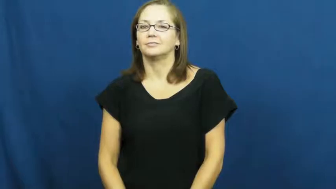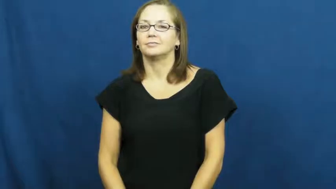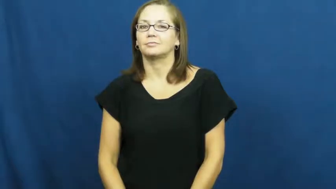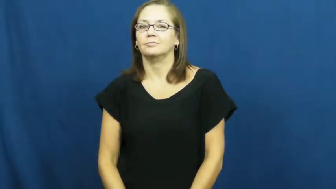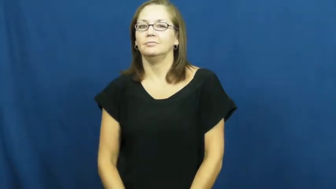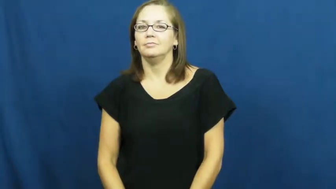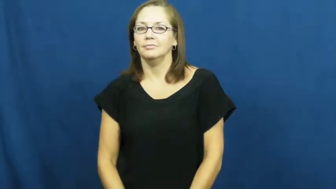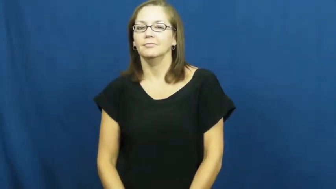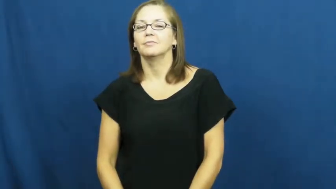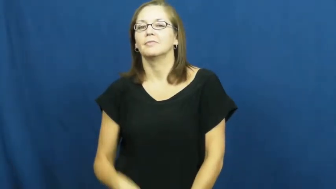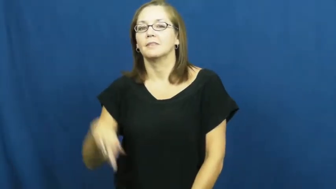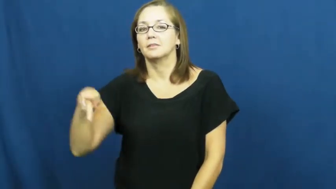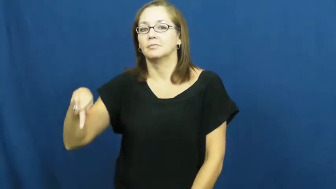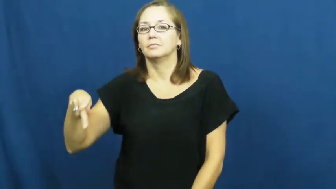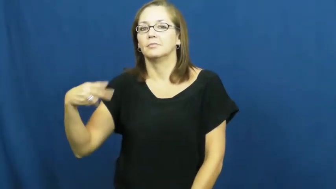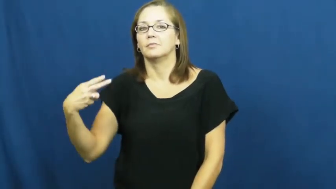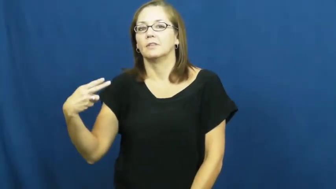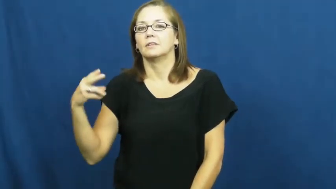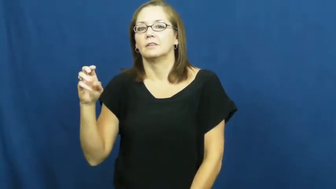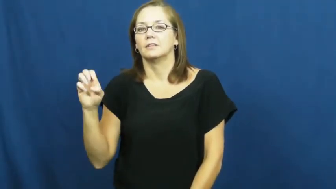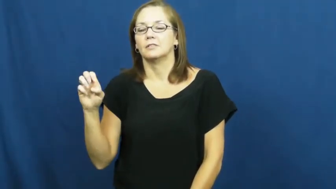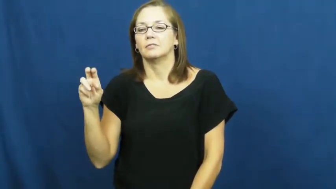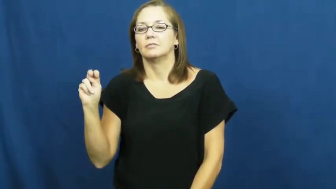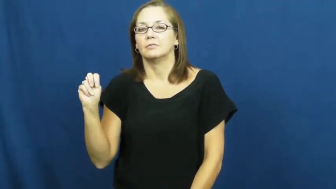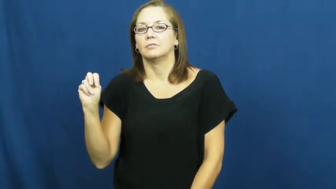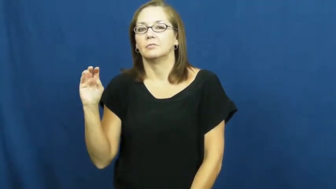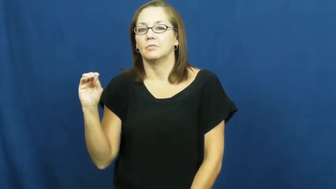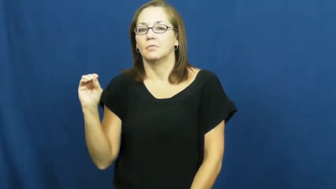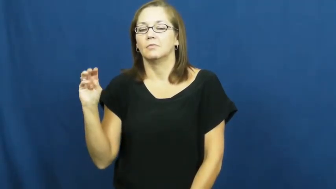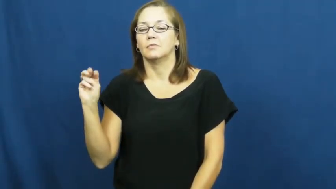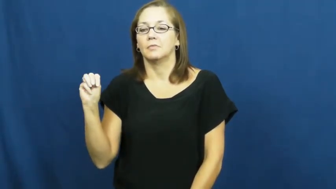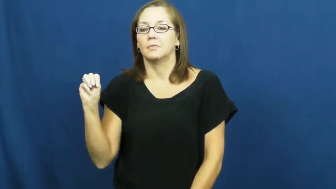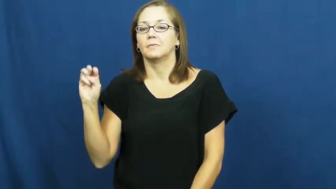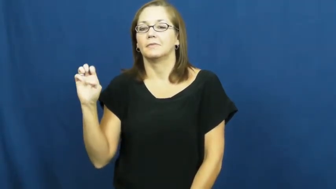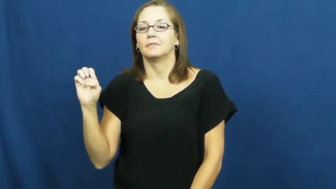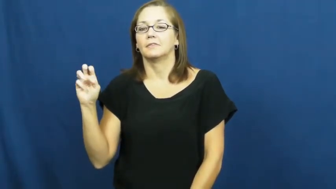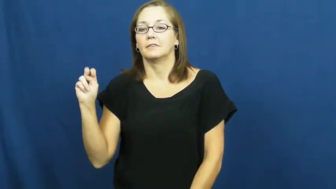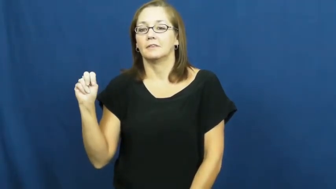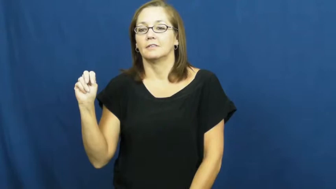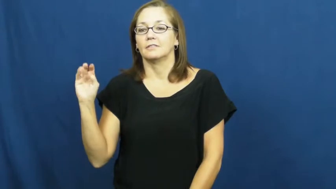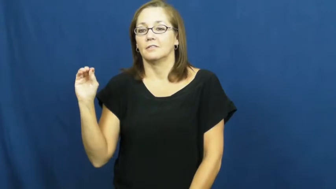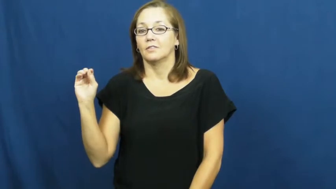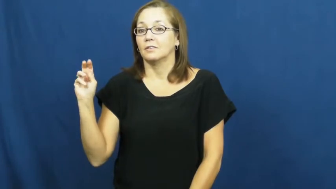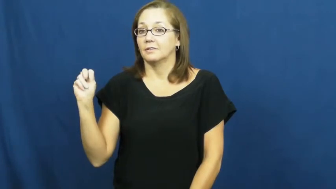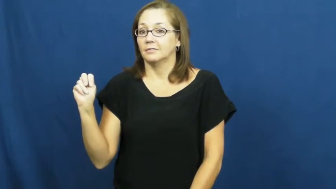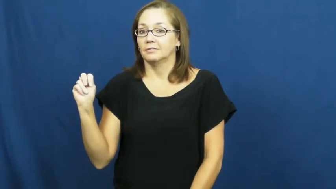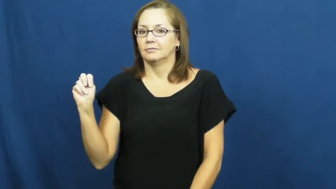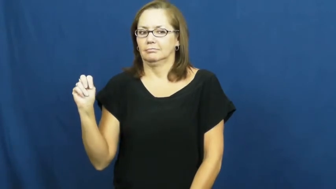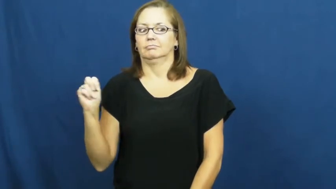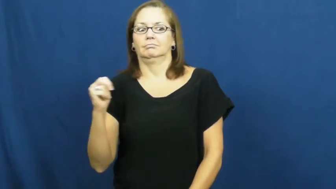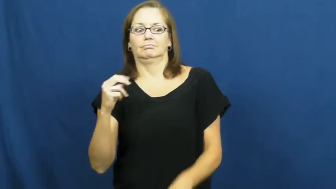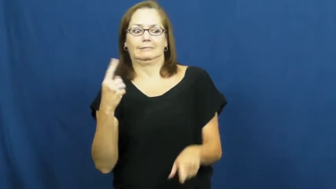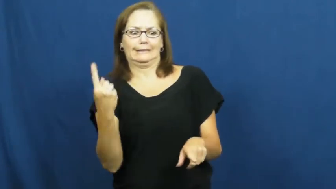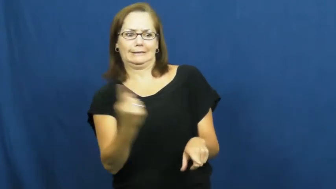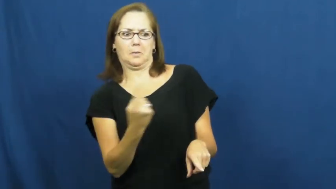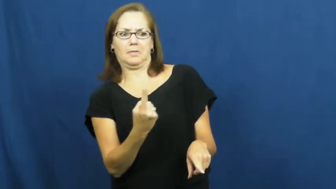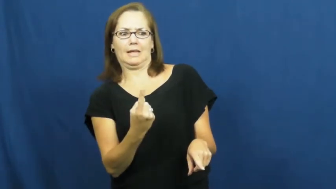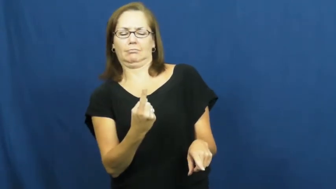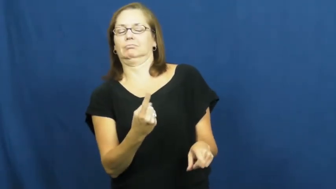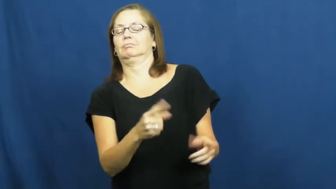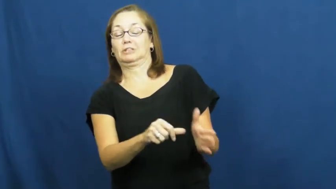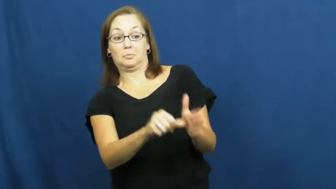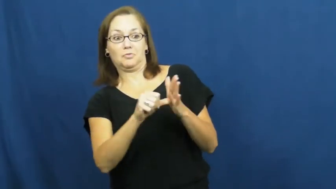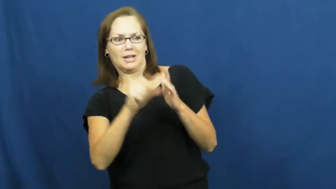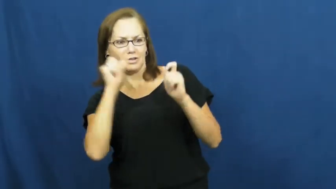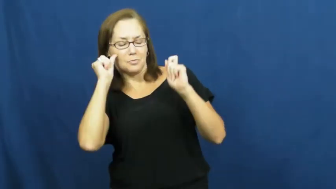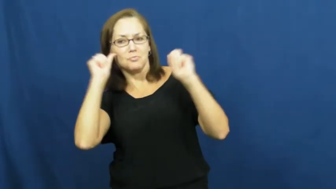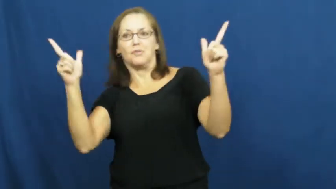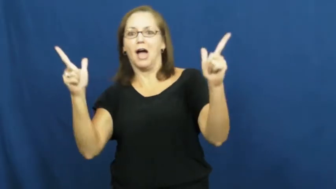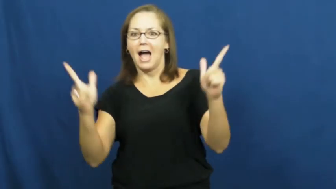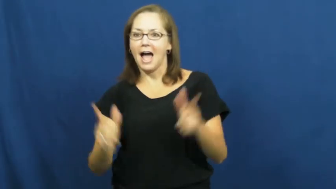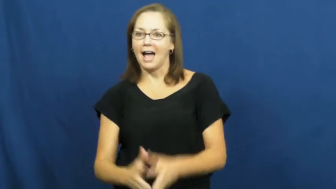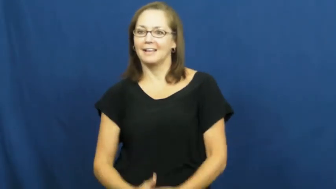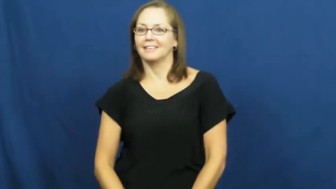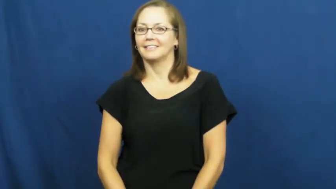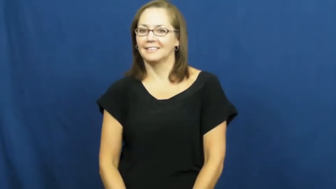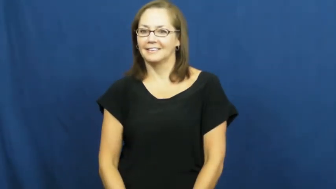phenomenal